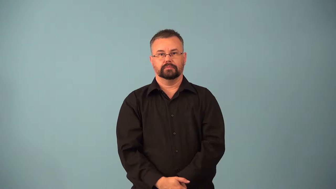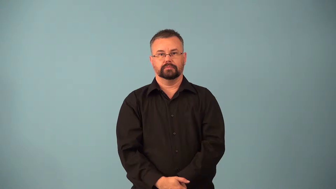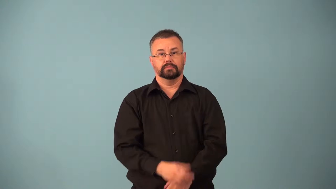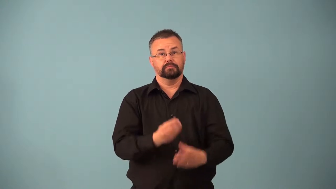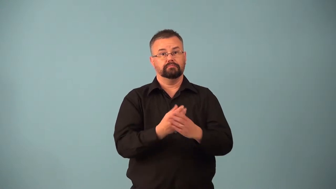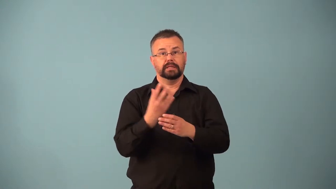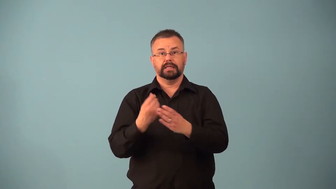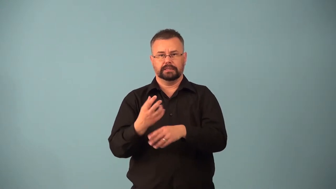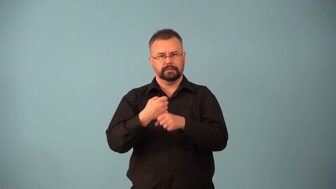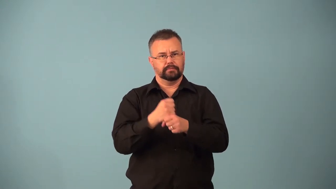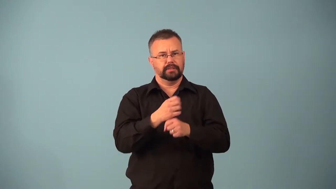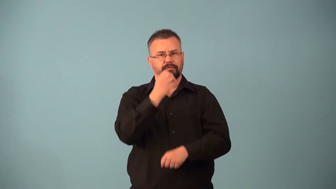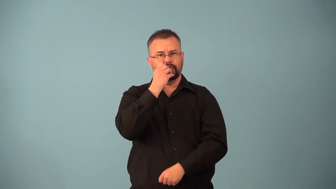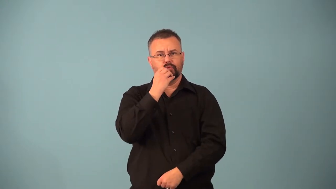autotrophs